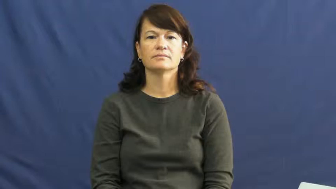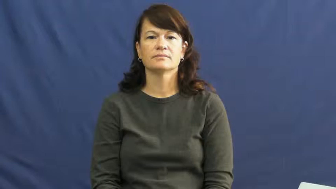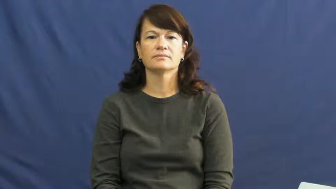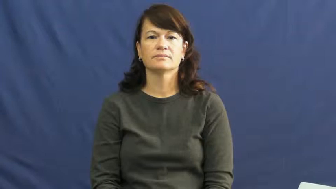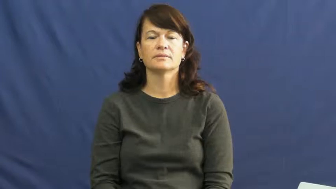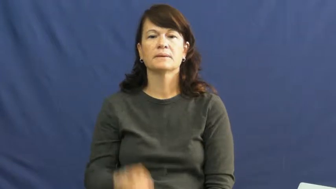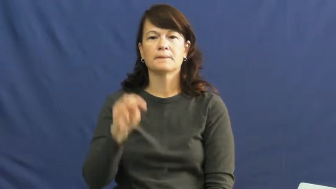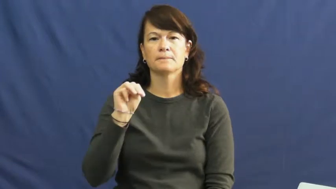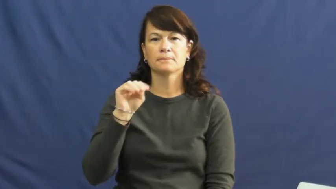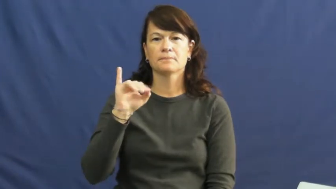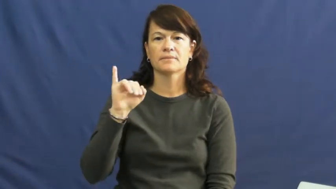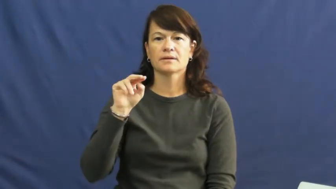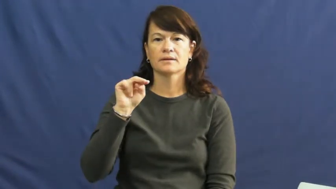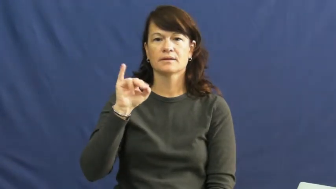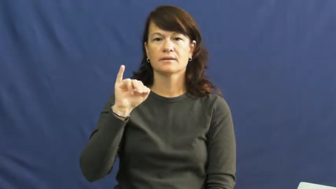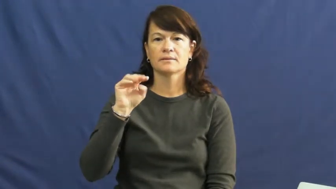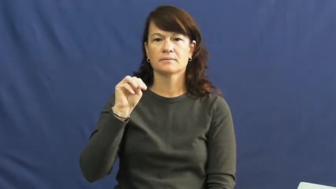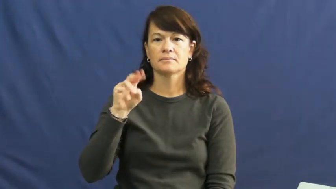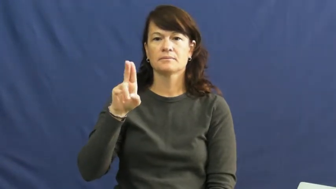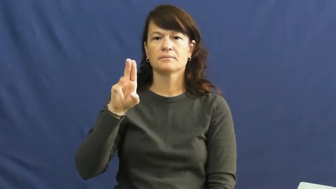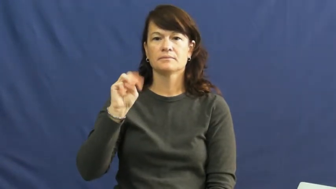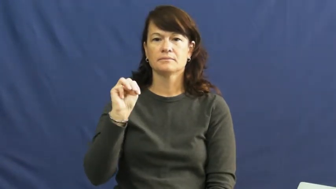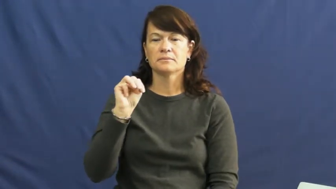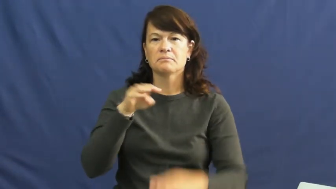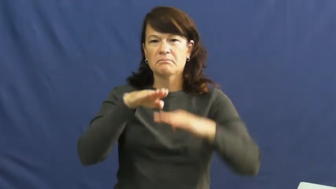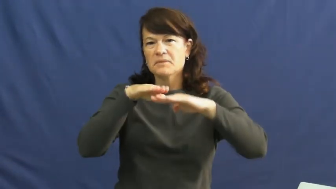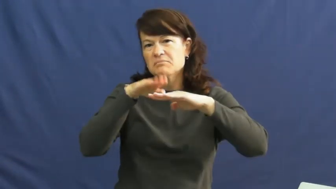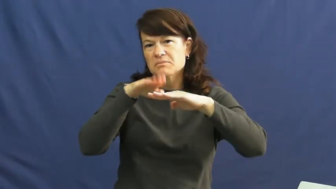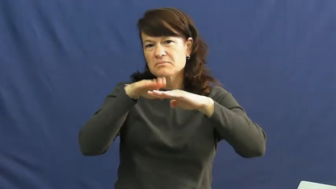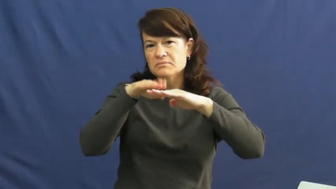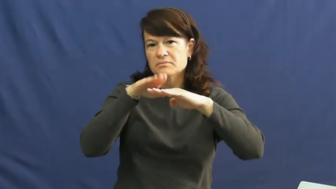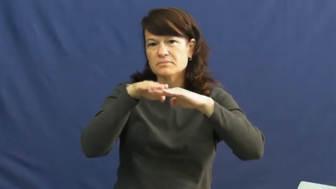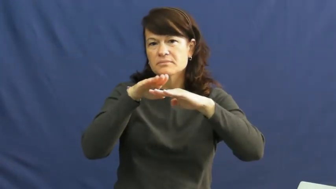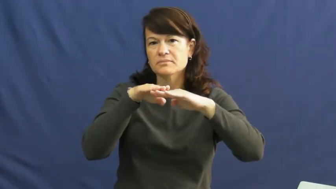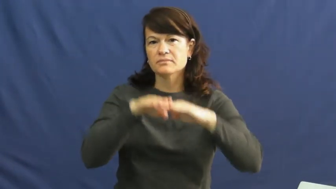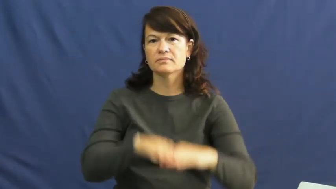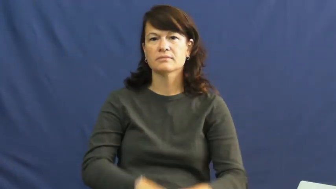minimum